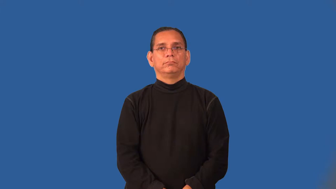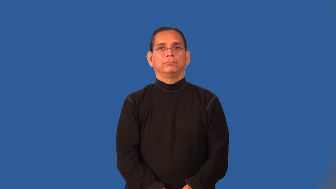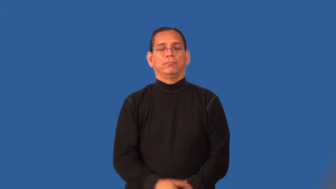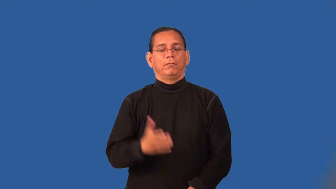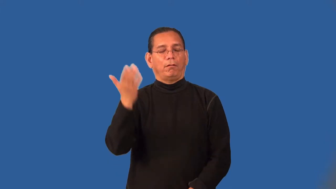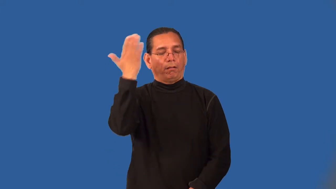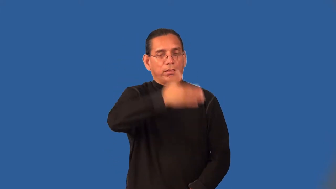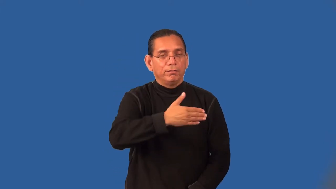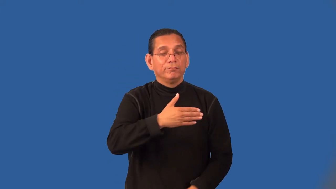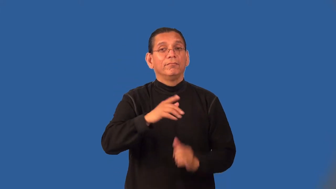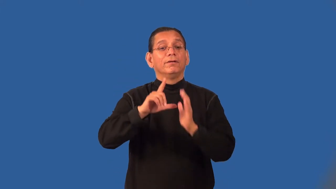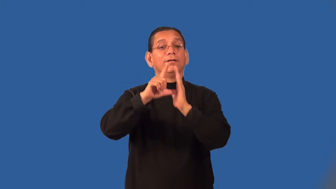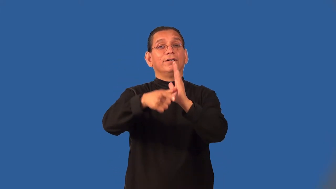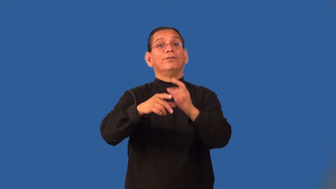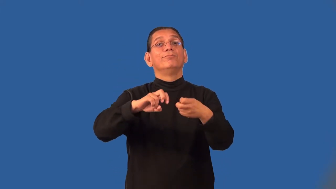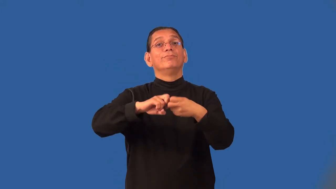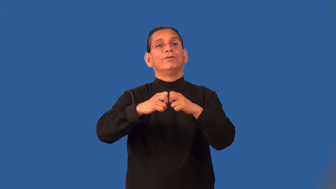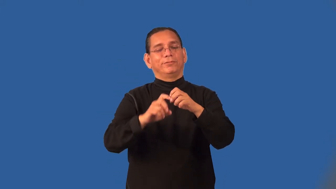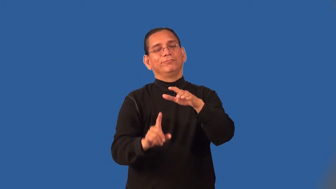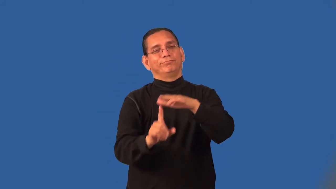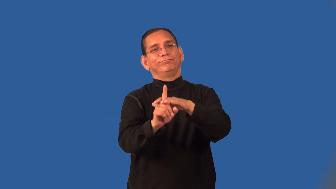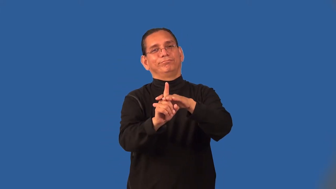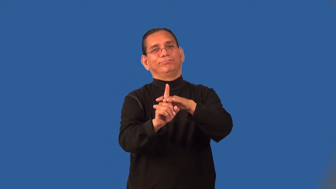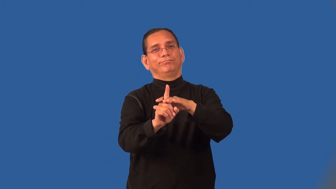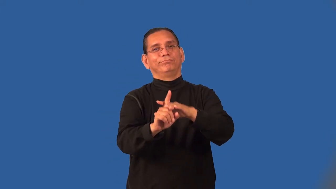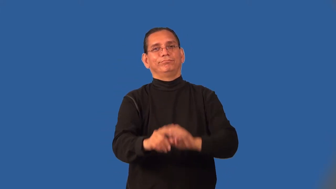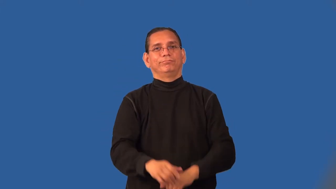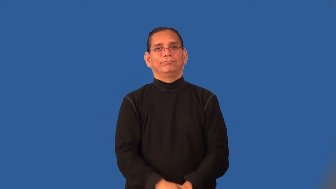oversight